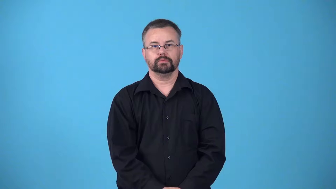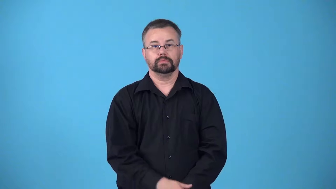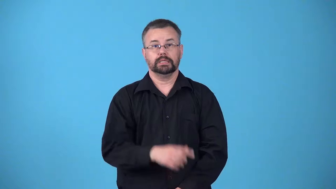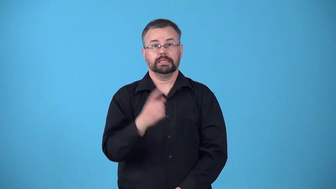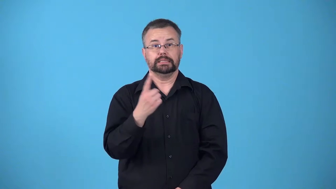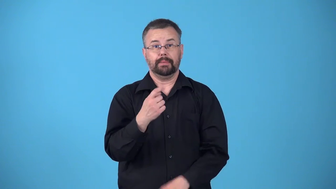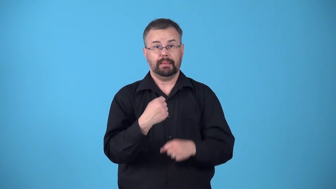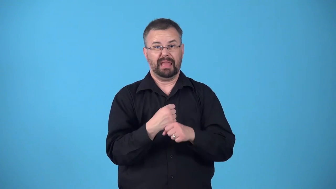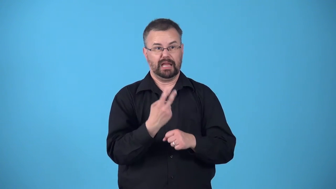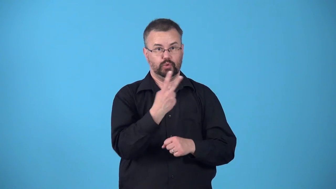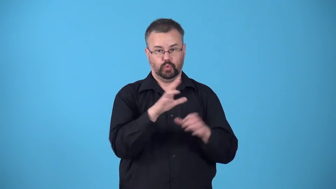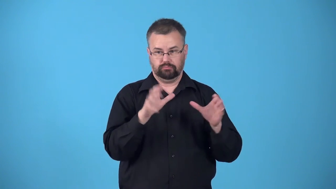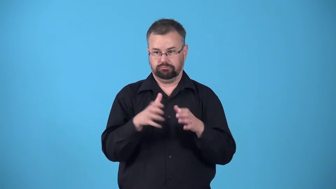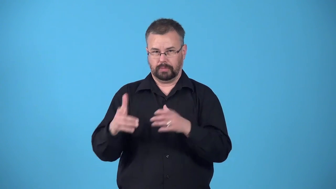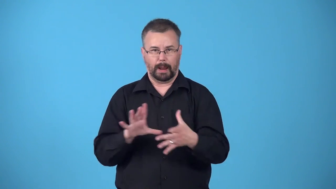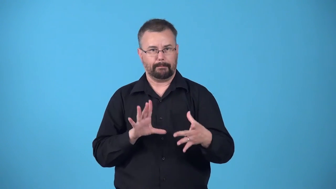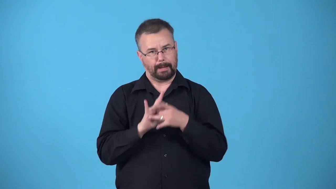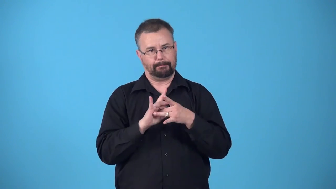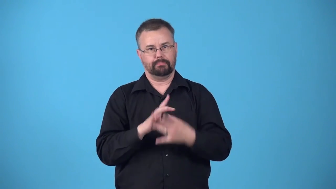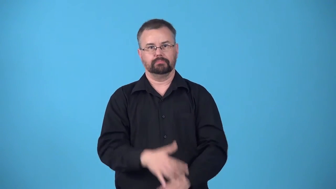bind-make two people or groups feel as if they are connected